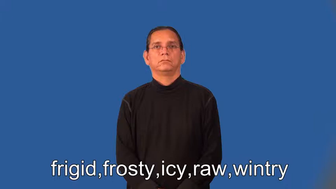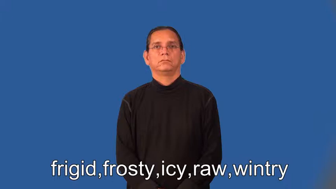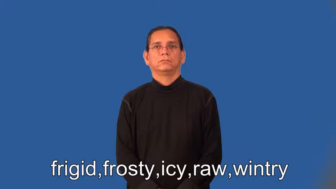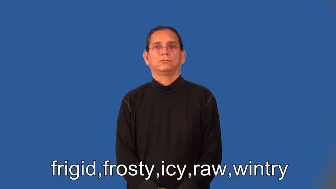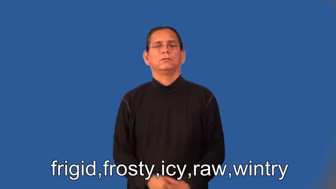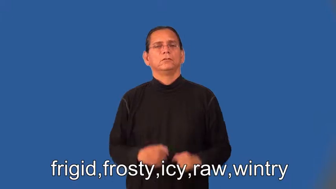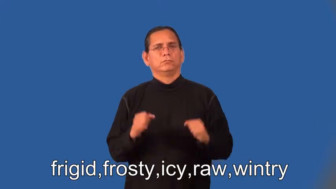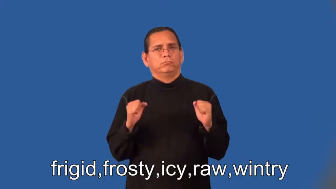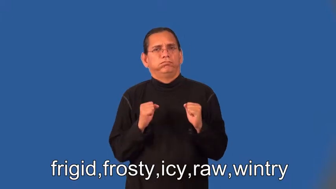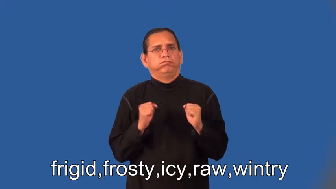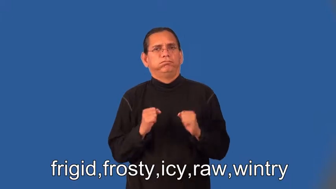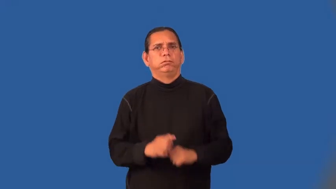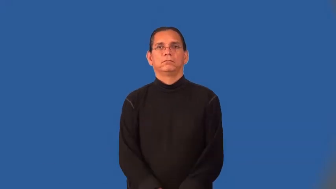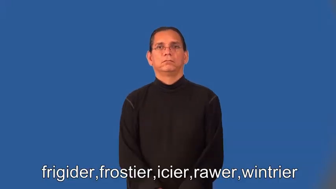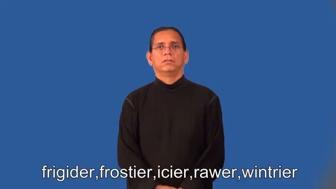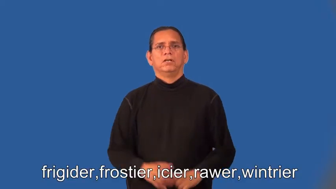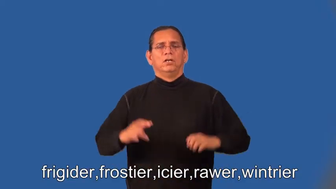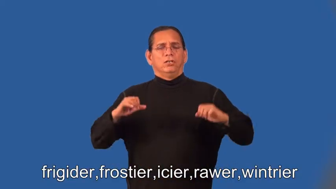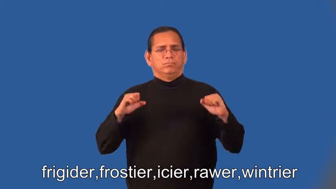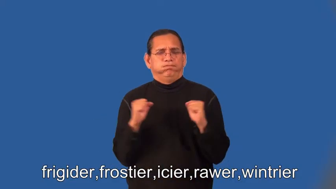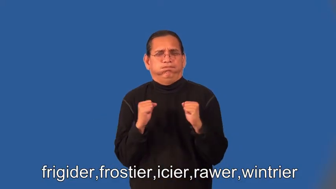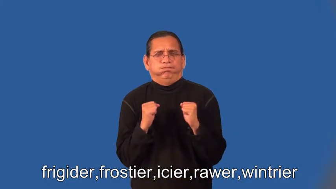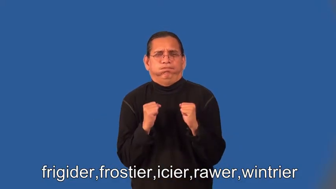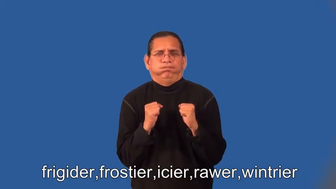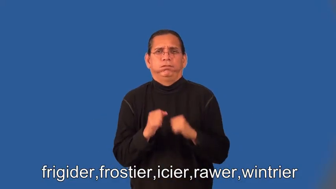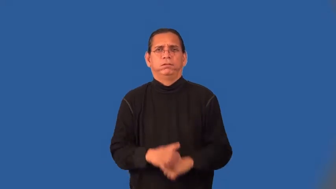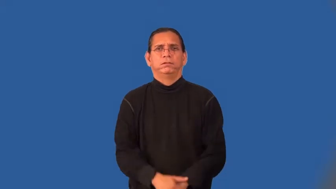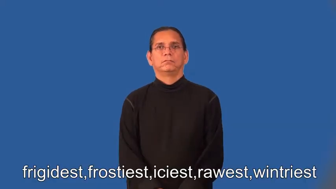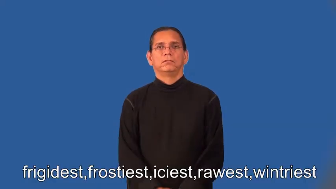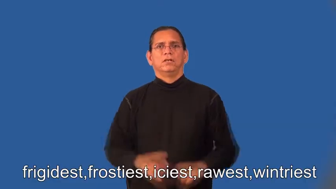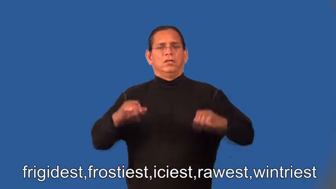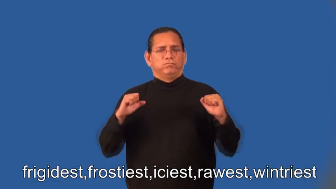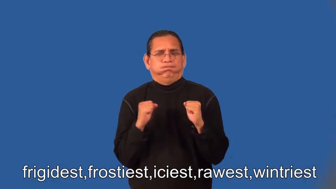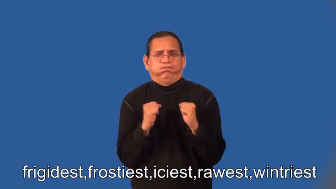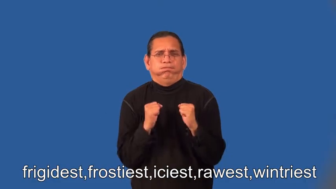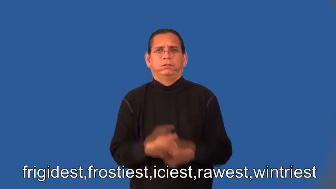frigider,frostier,icier,rawer,wintrier,frigidest,frostiest,iciest,rawest,wintriest